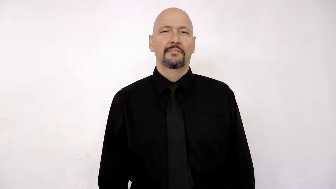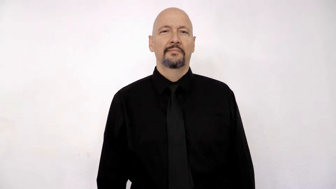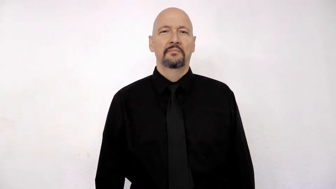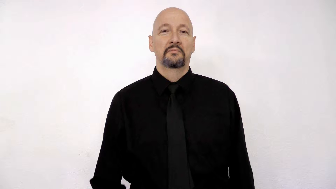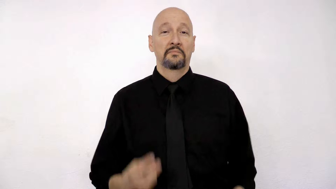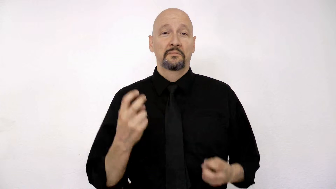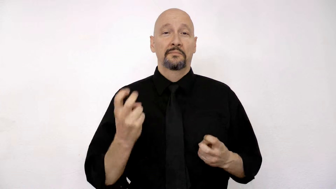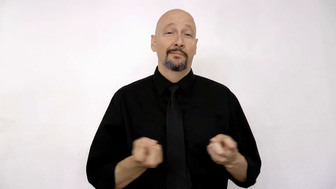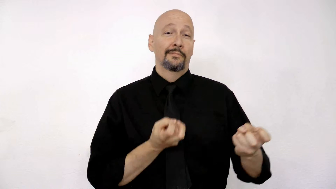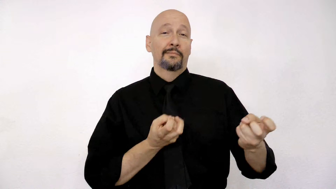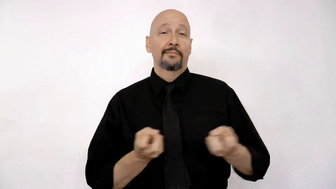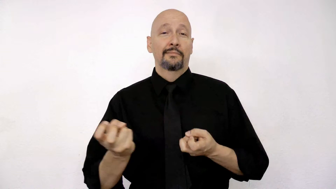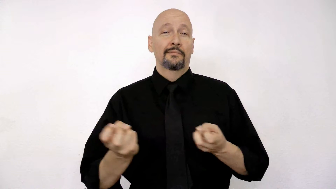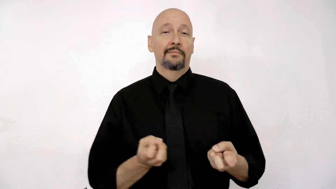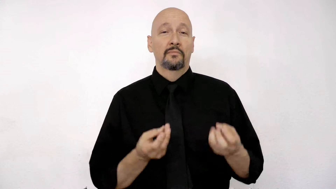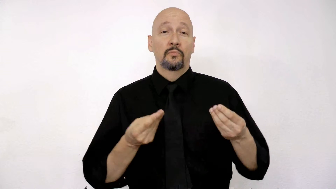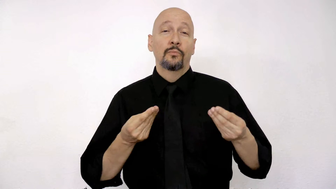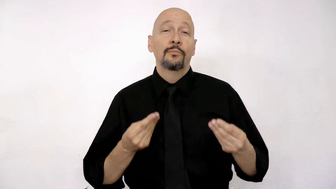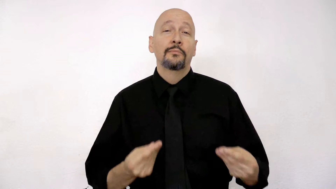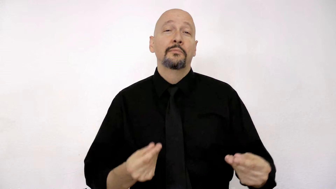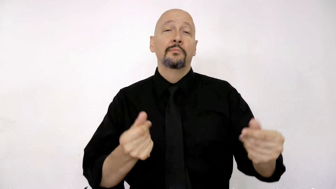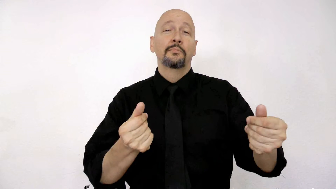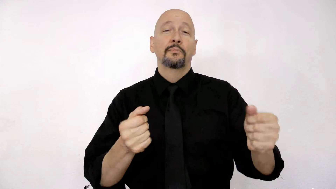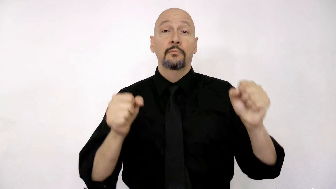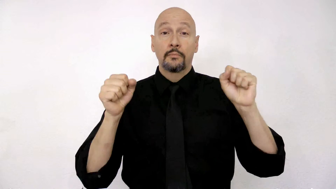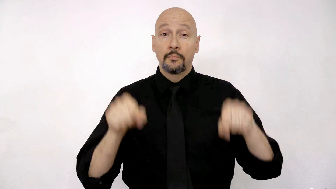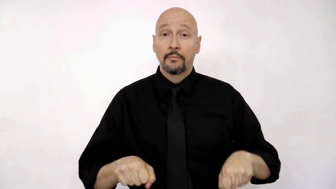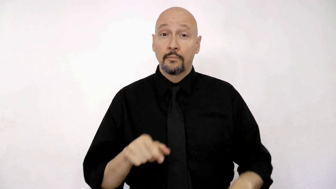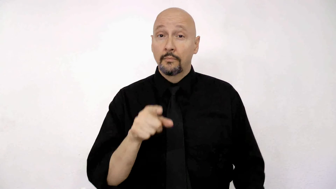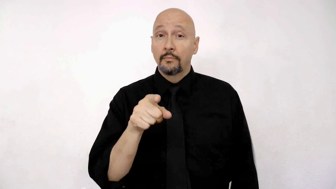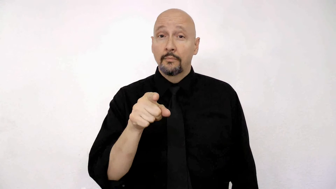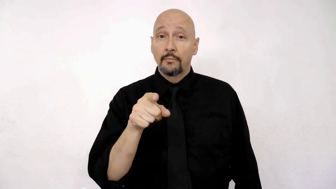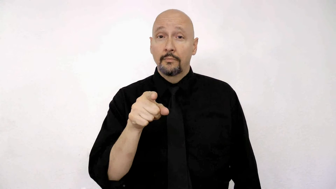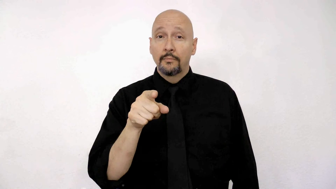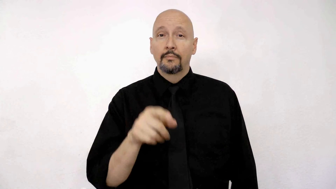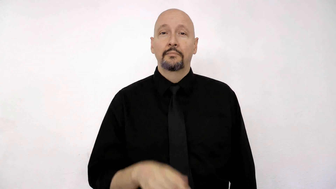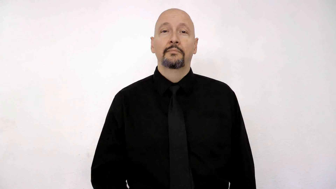ROLLERSKATE SMOOTH, CAN YOU?